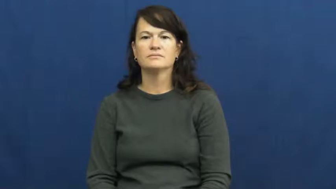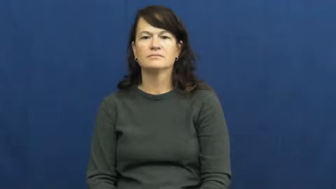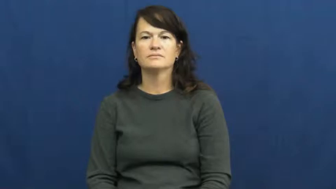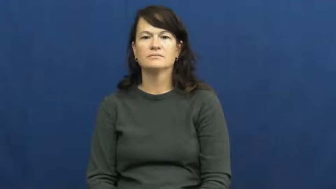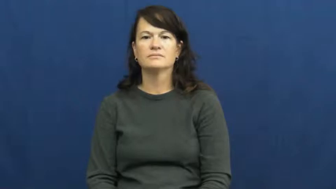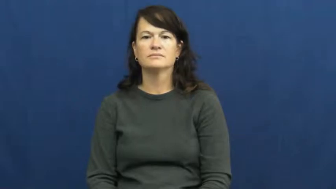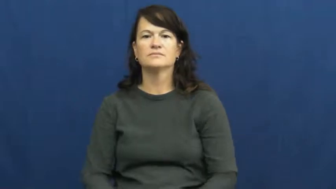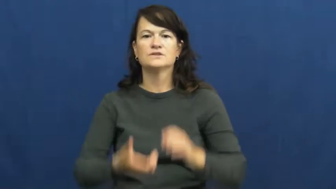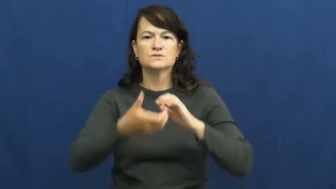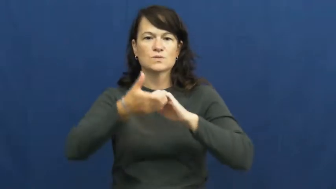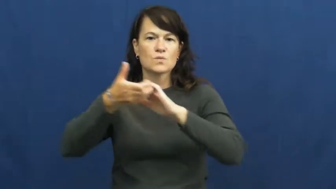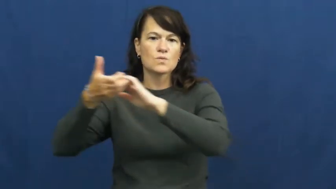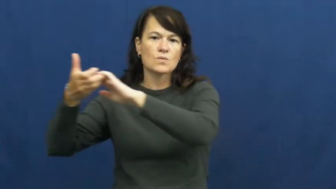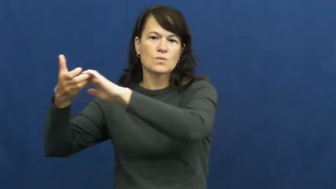tow,haul